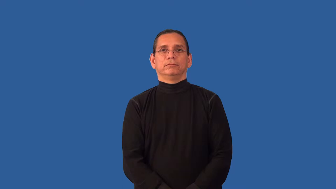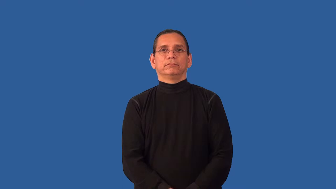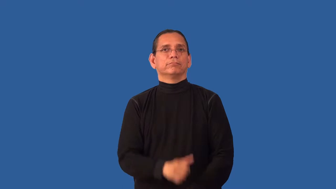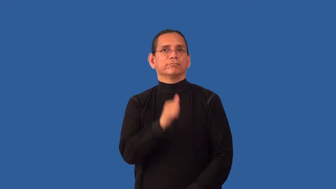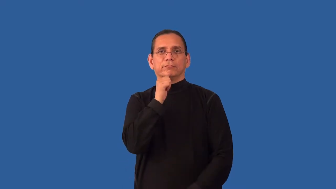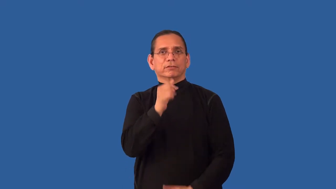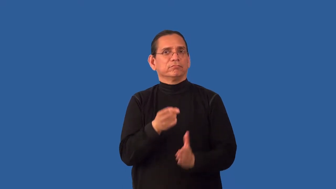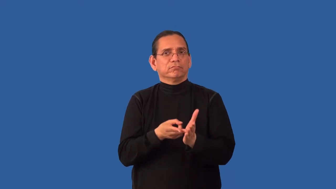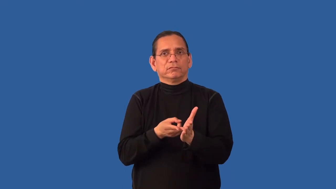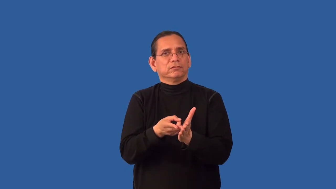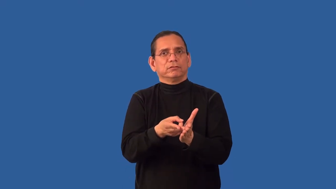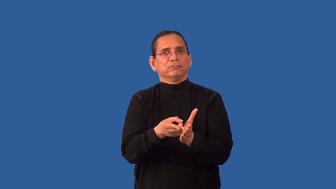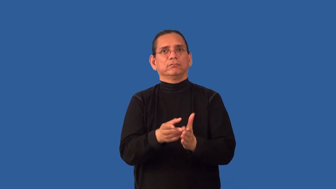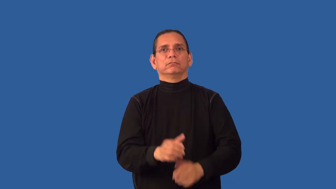low,lowly,lowlife,slippery,baseborn-behavior